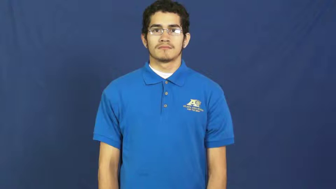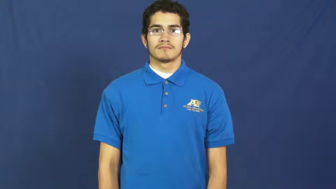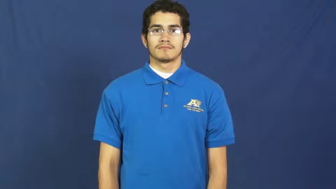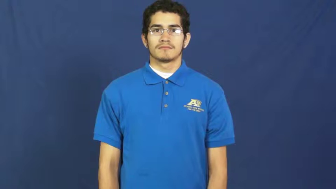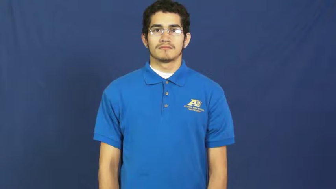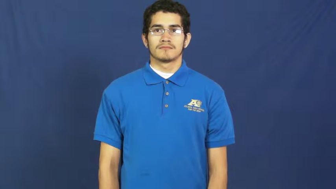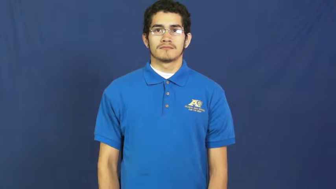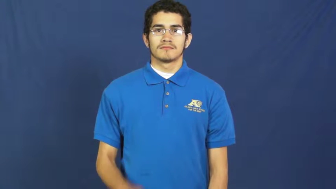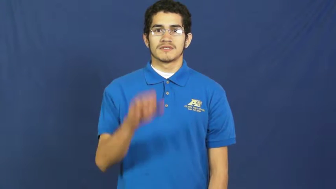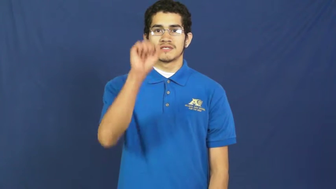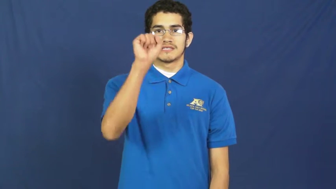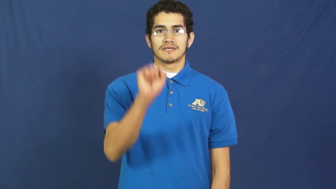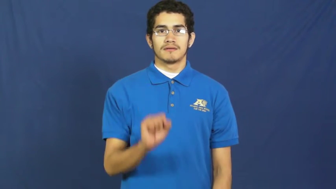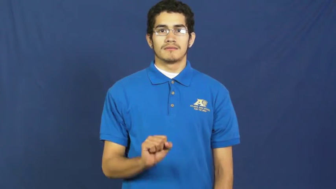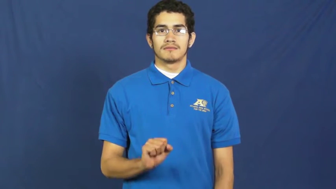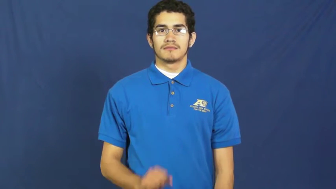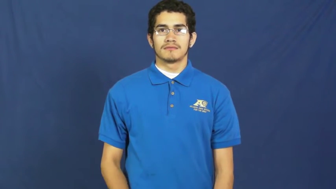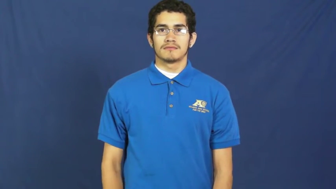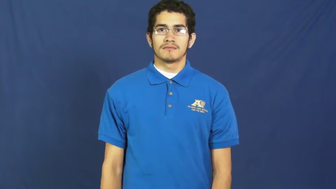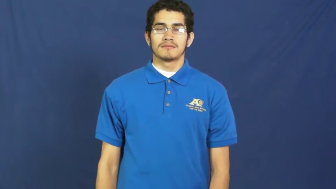south